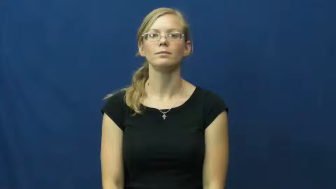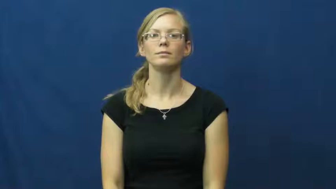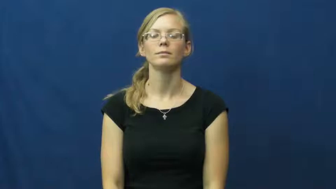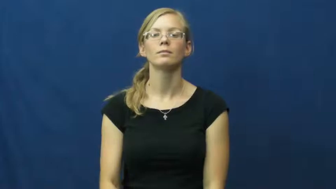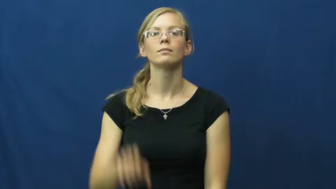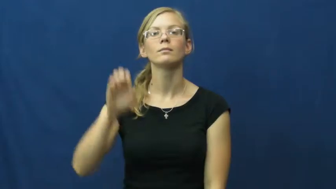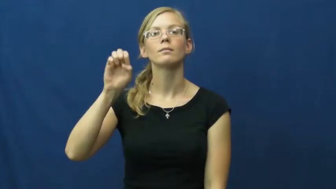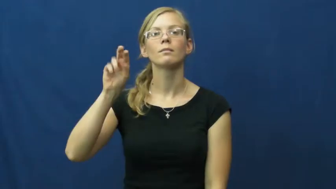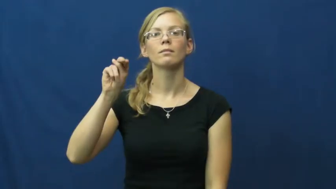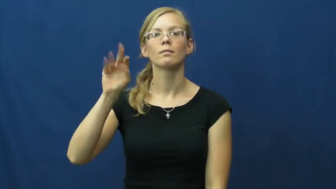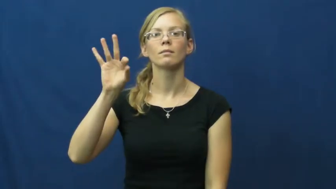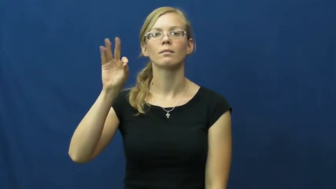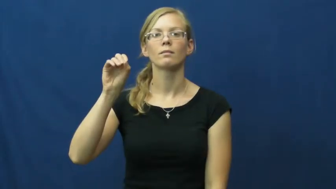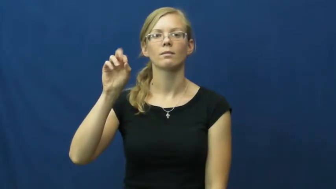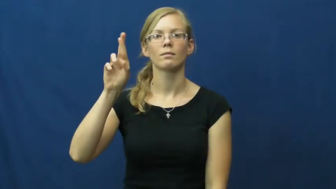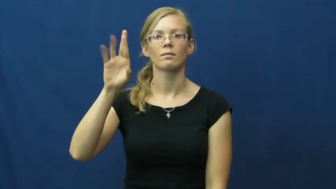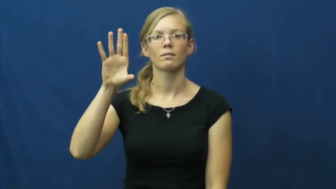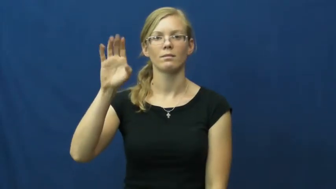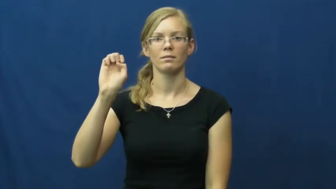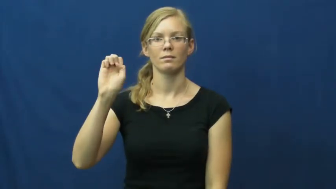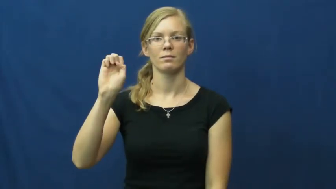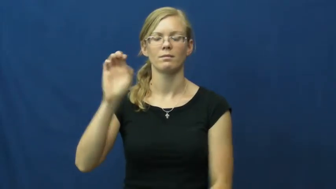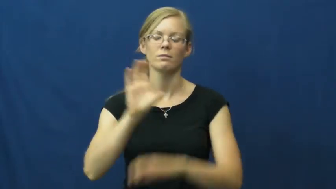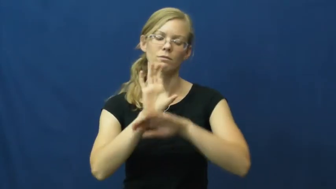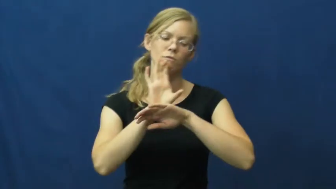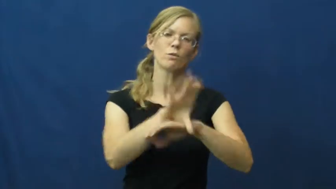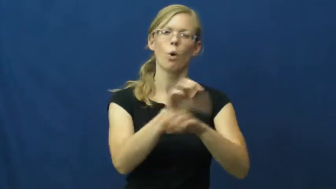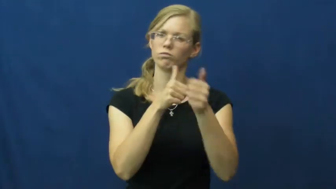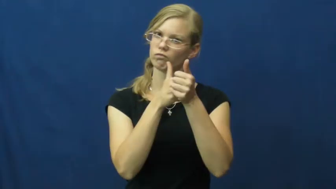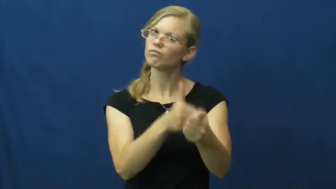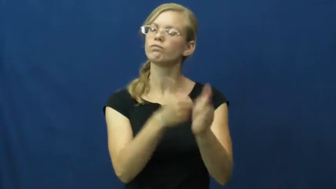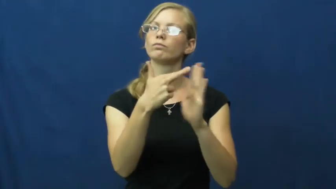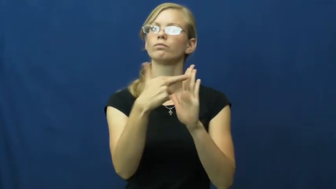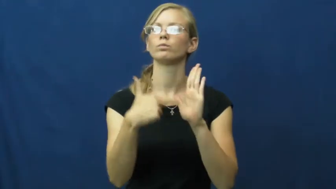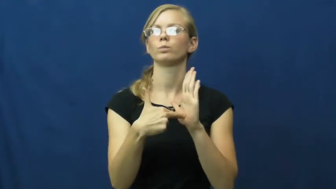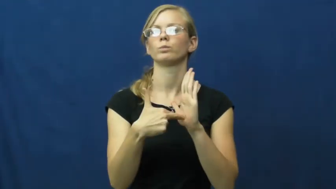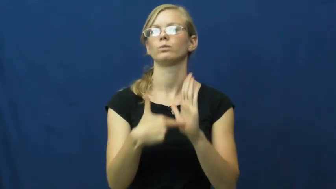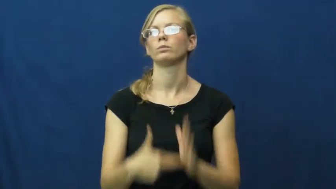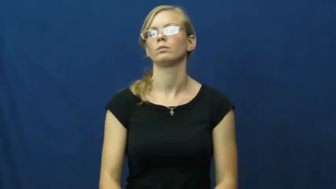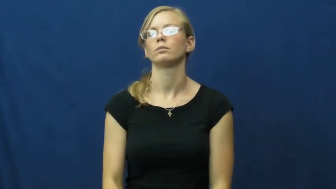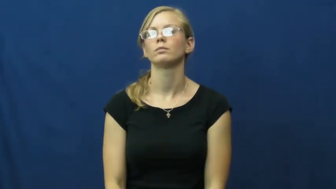enforce,enforce on